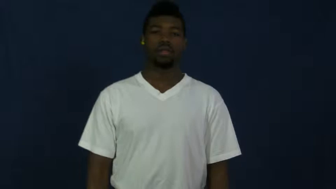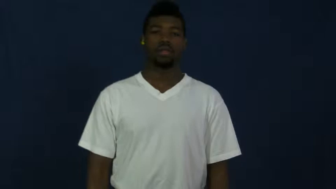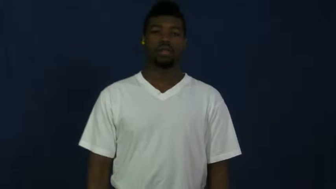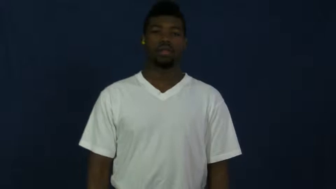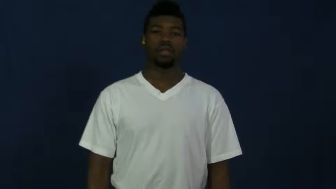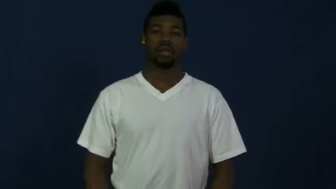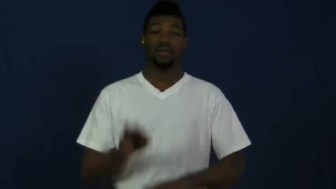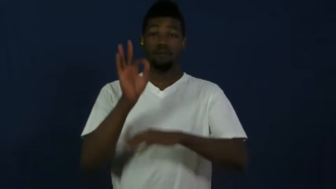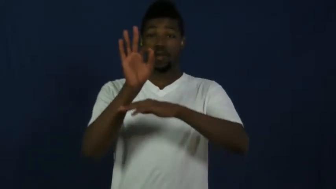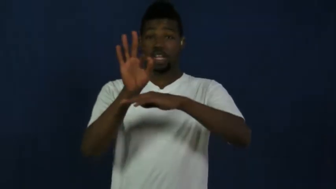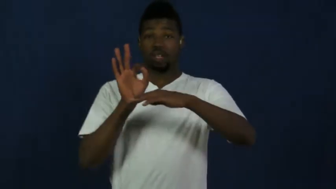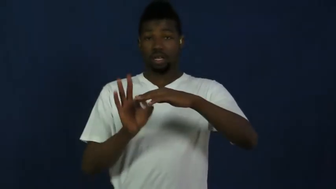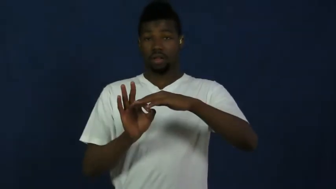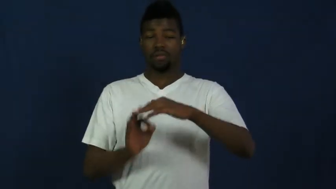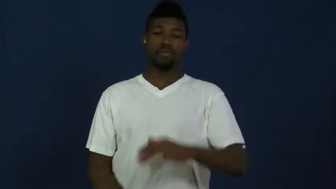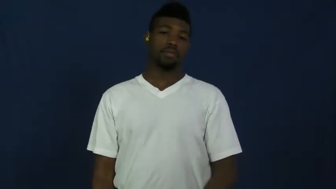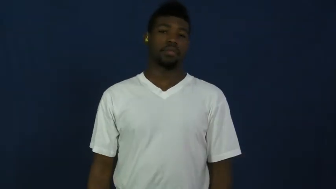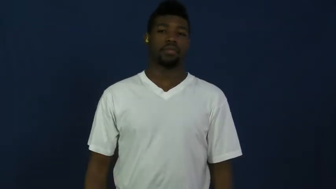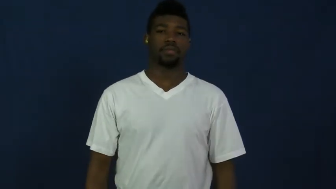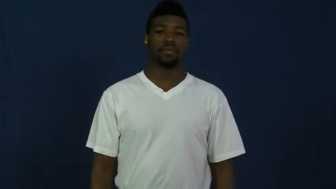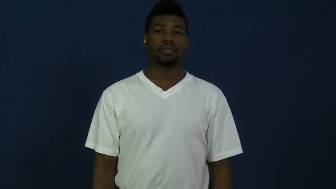fraction